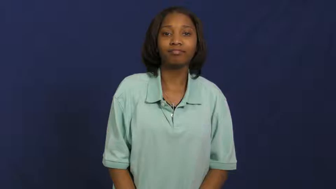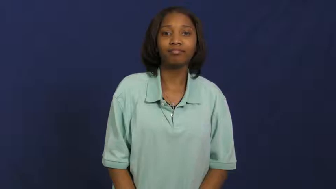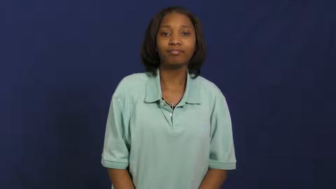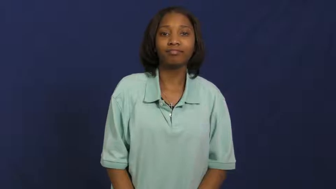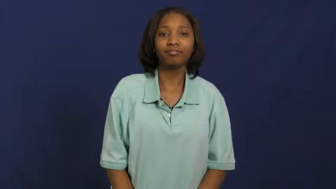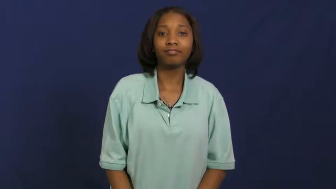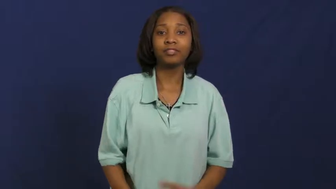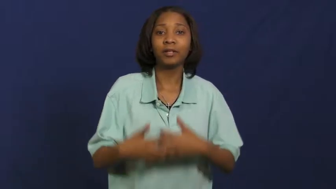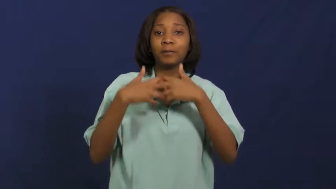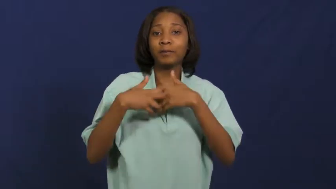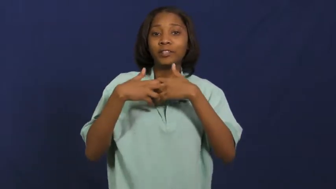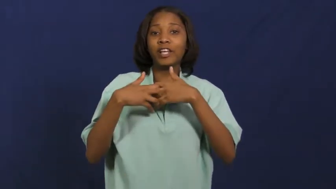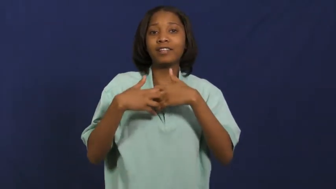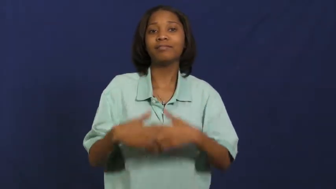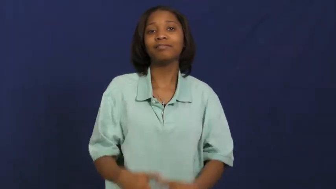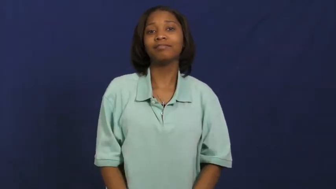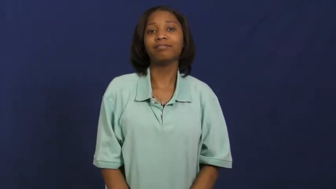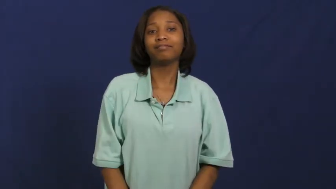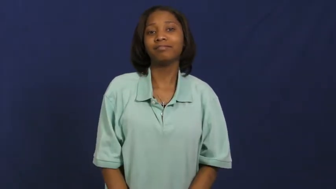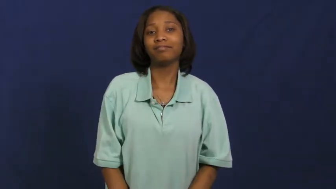machine-noun